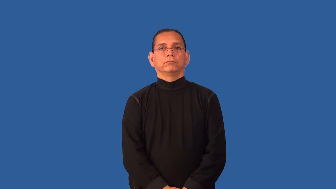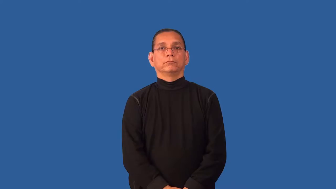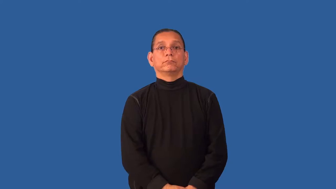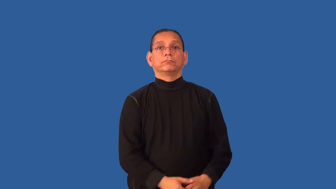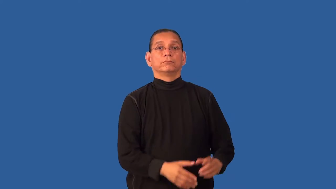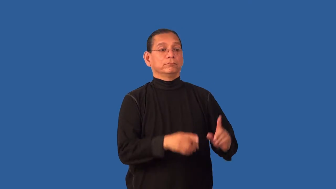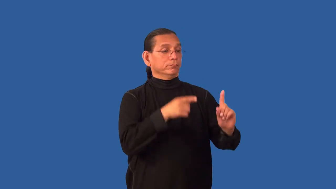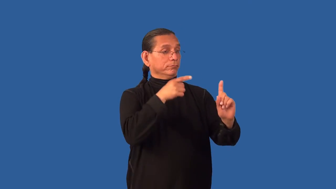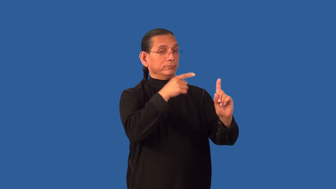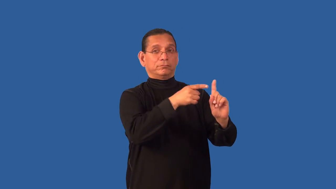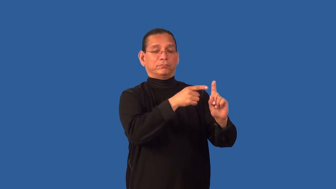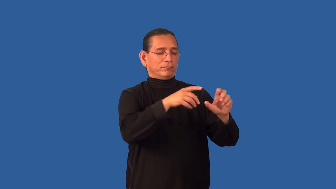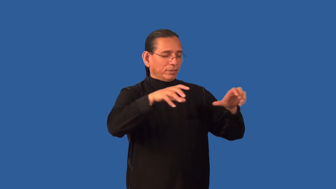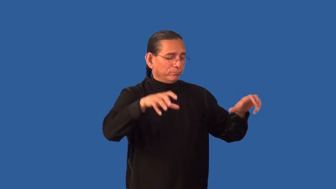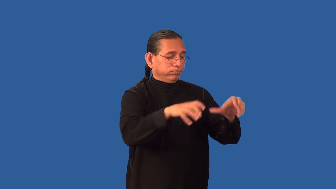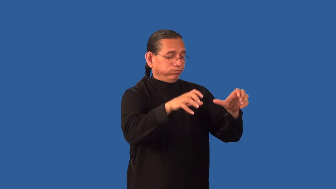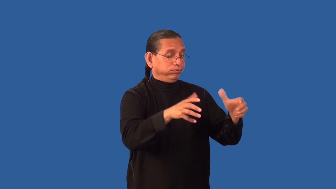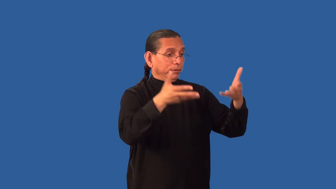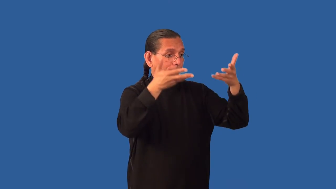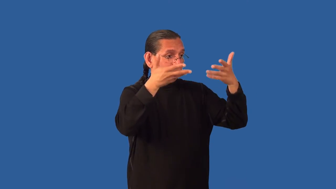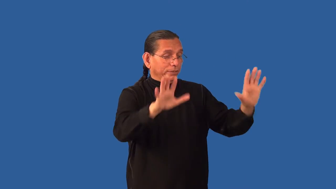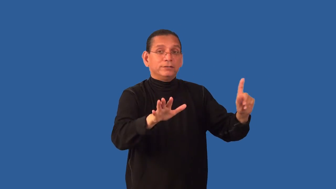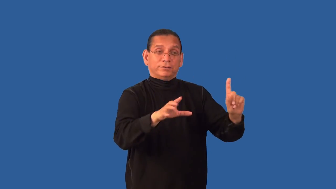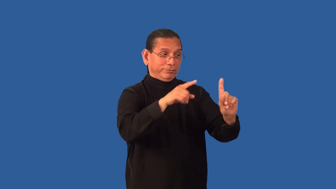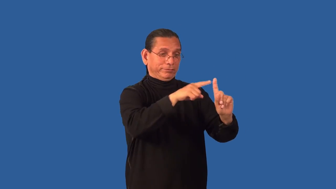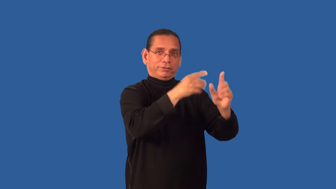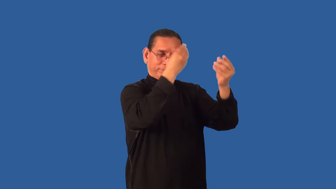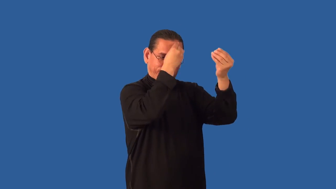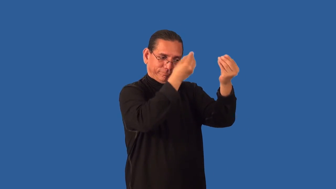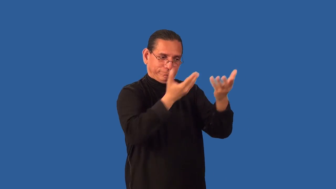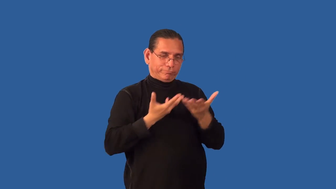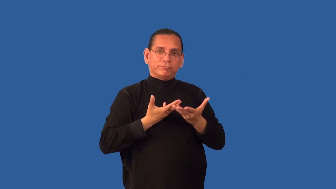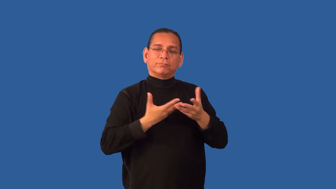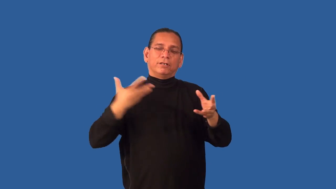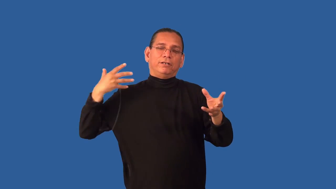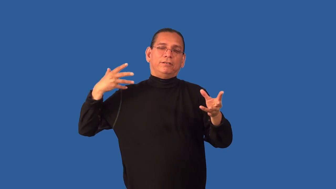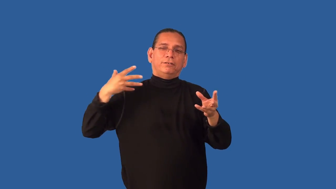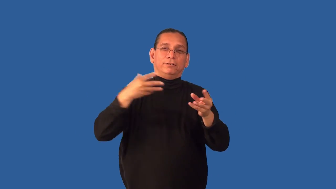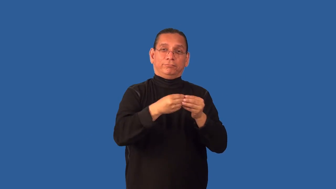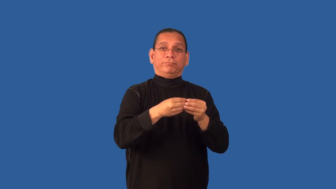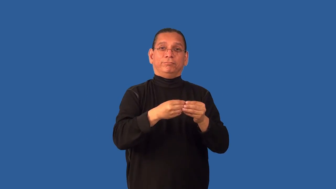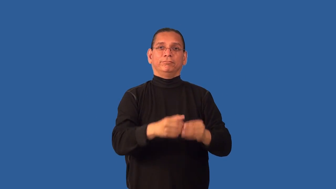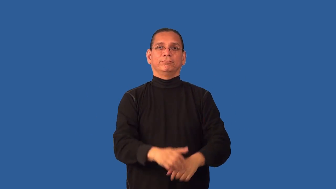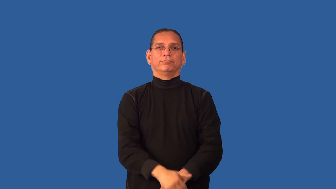debrief